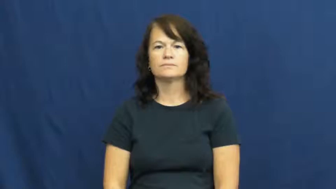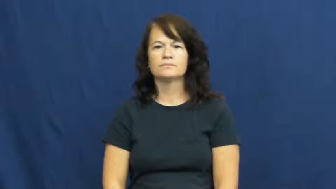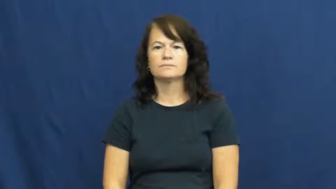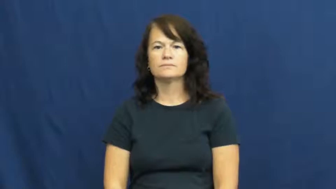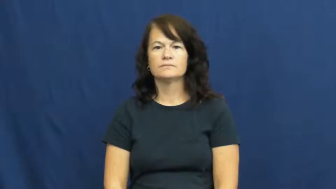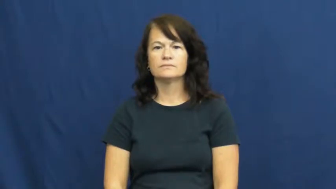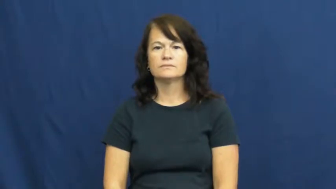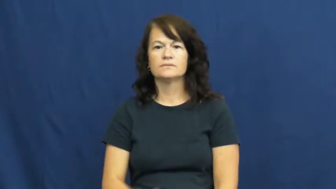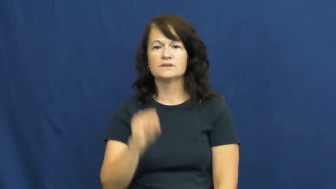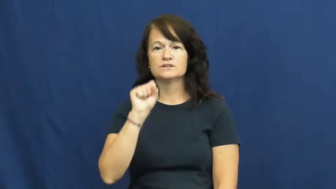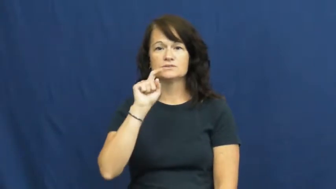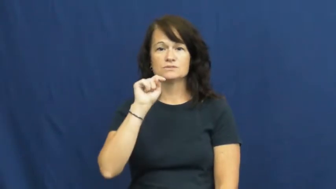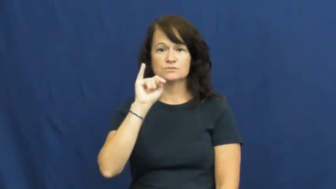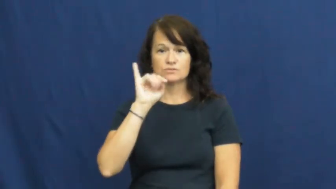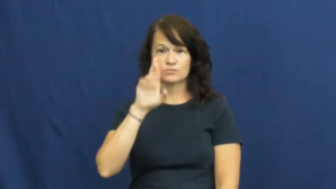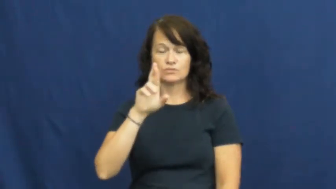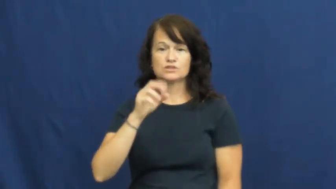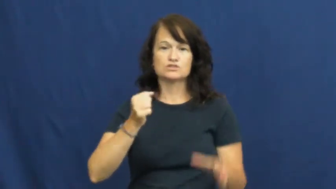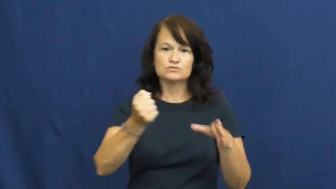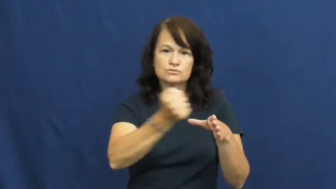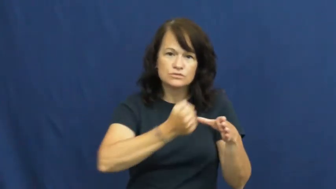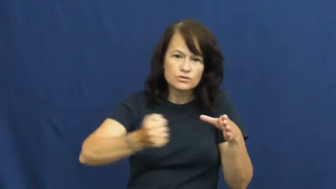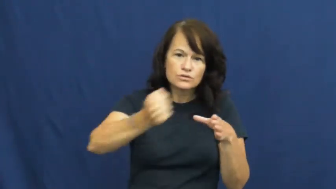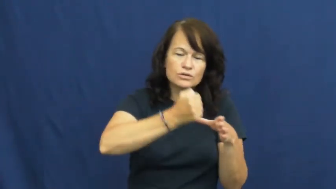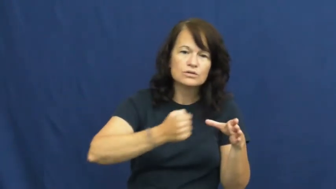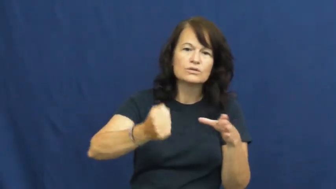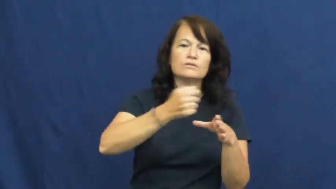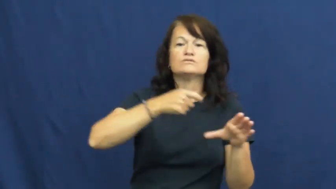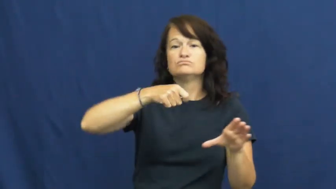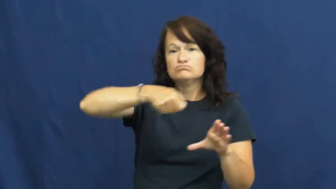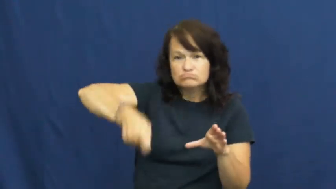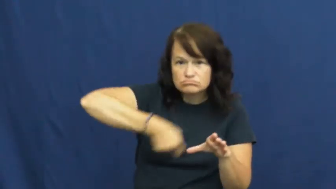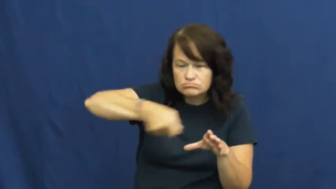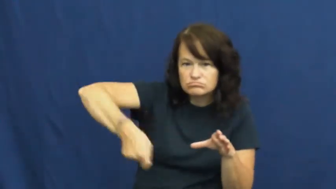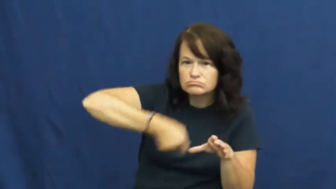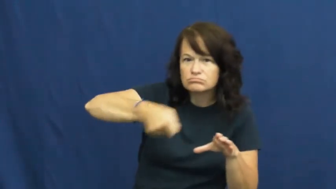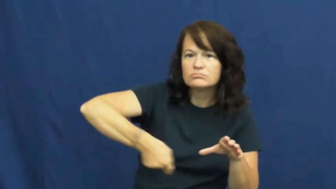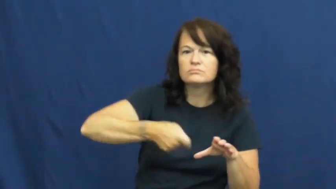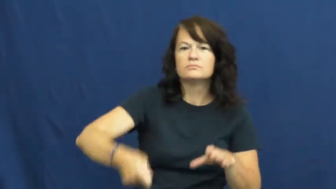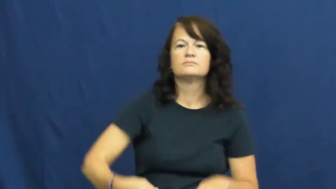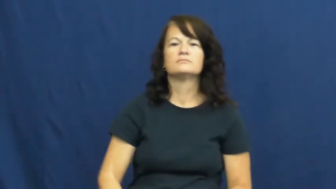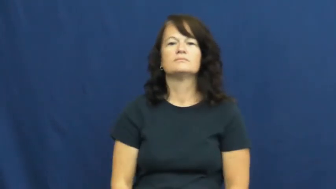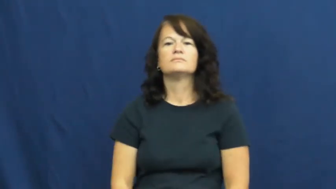stir-mix